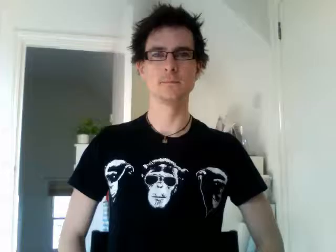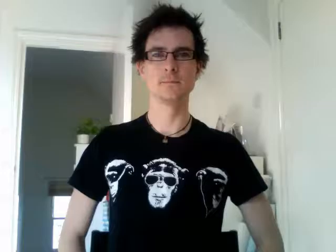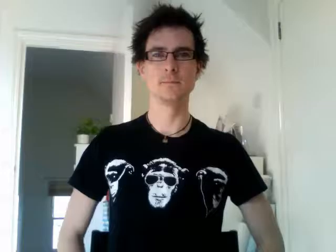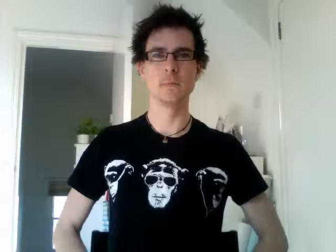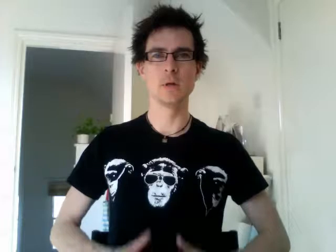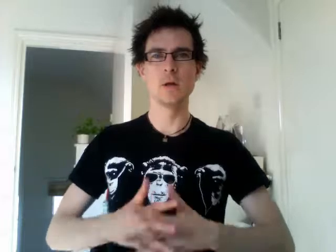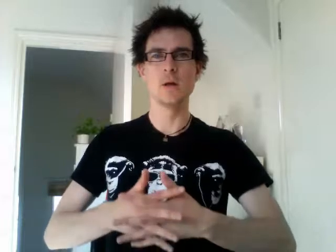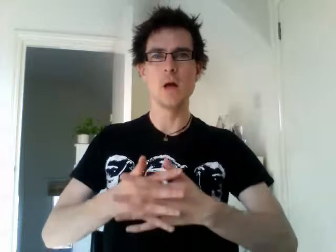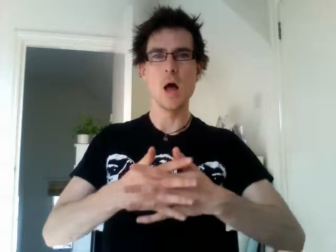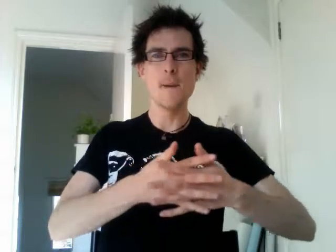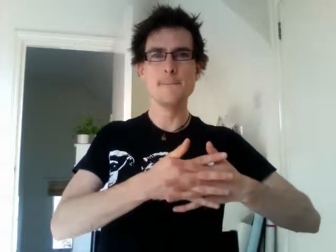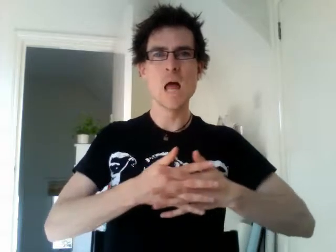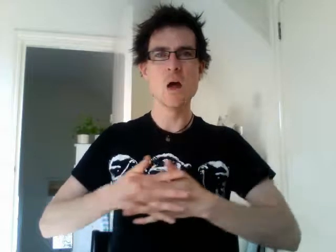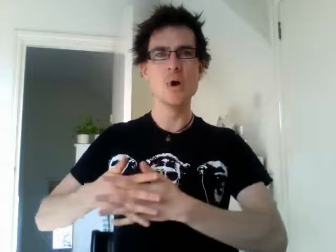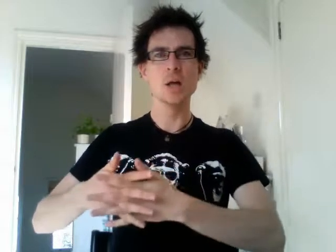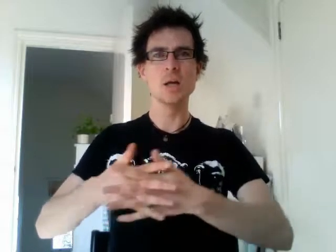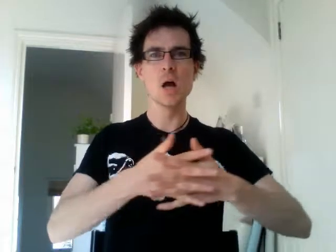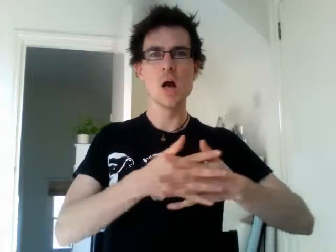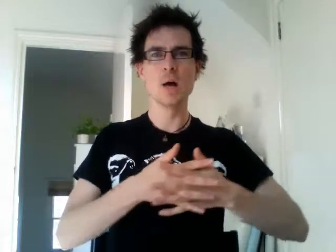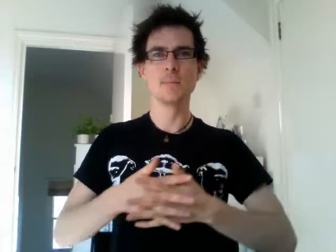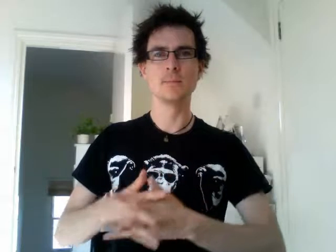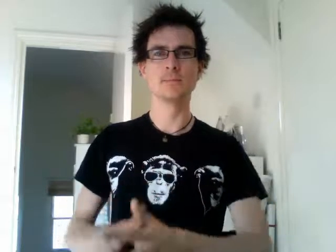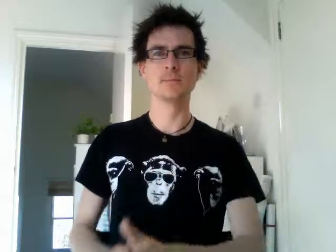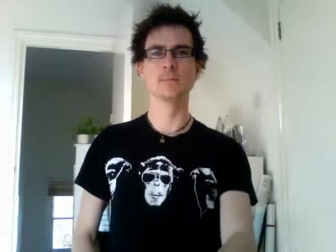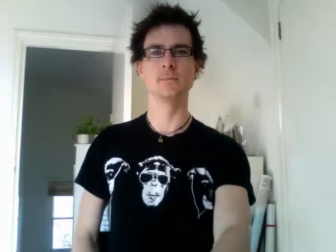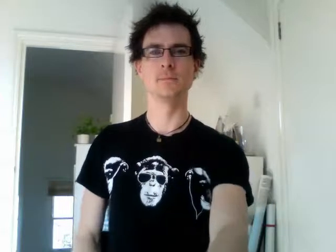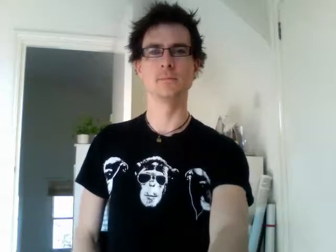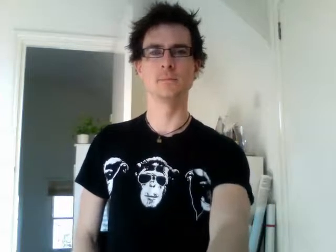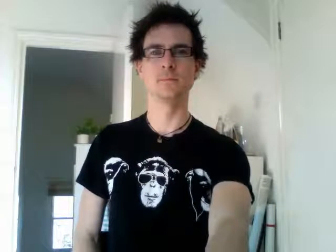america